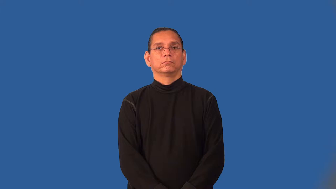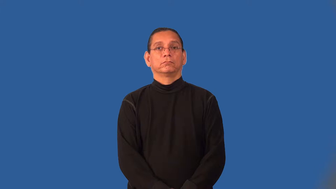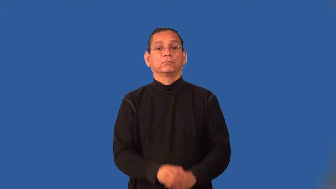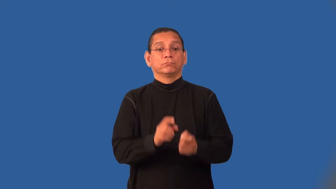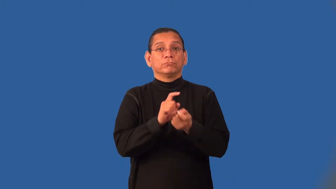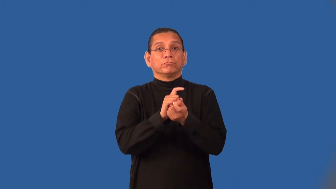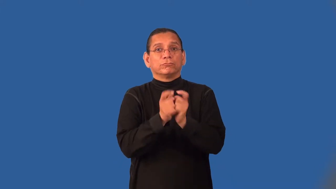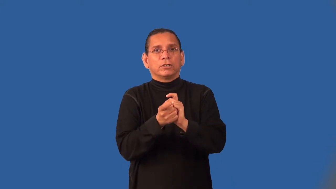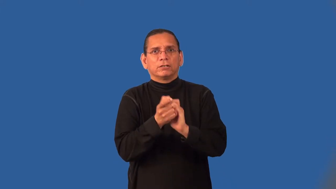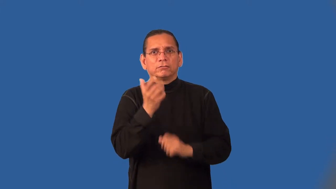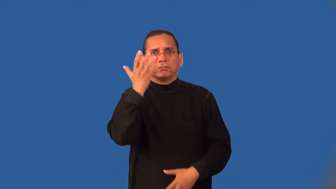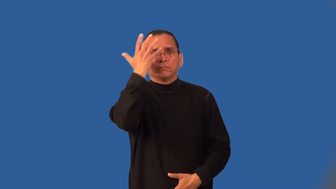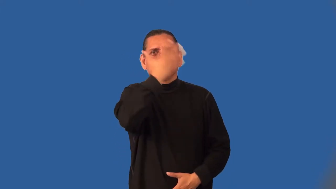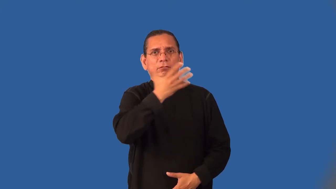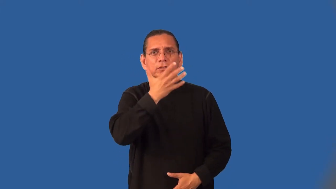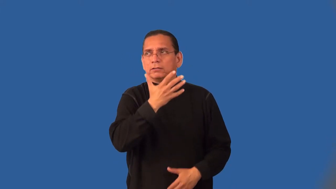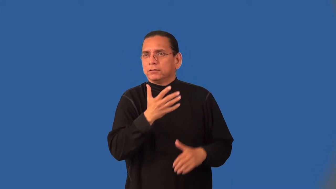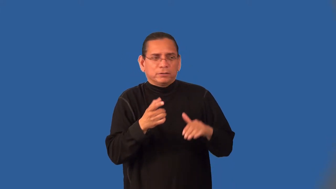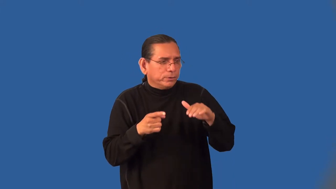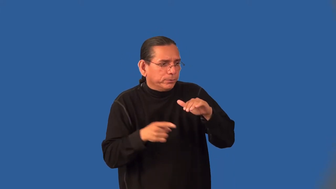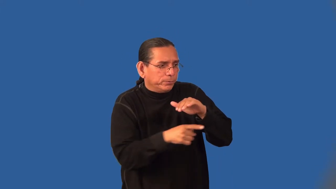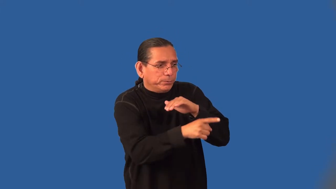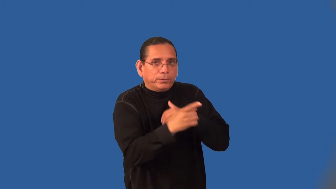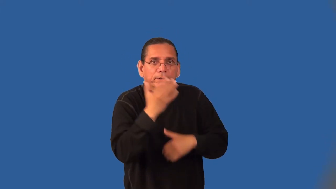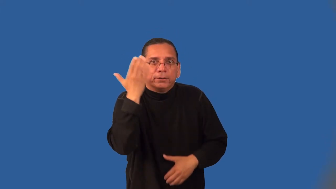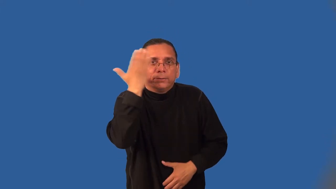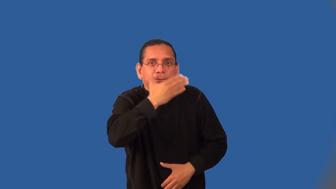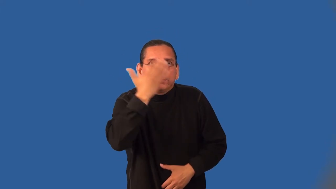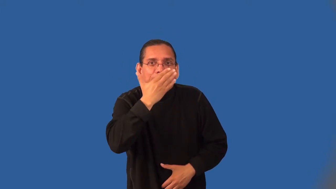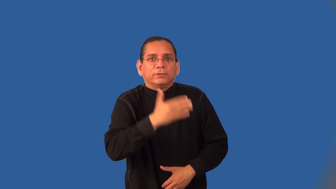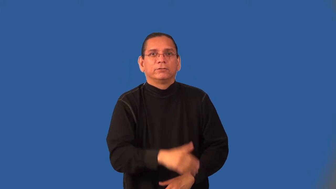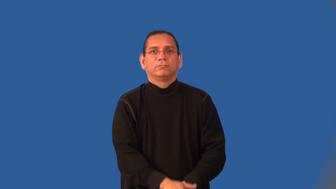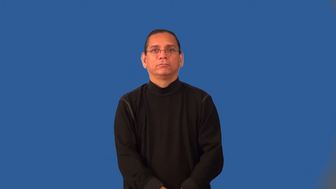incognito